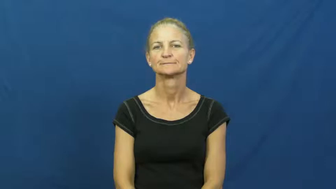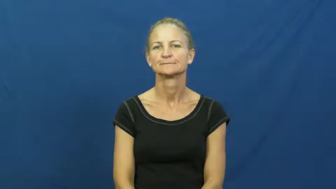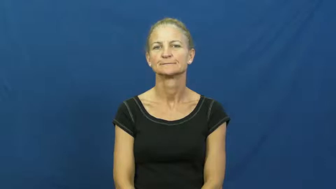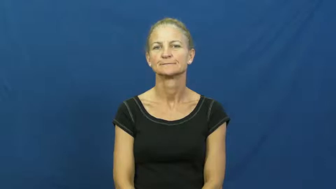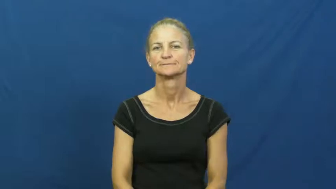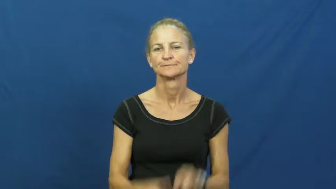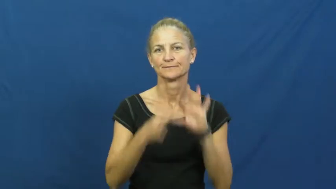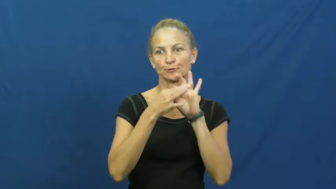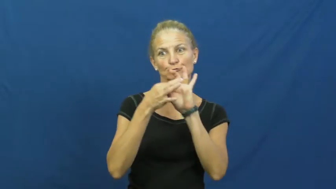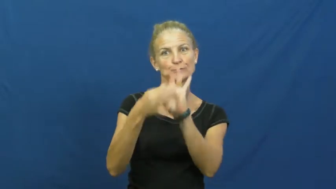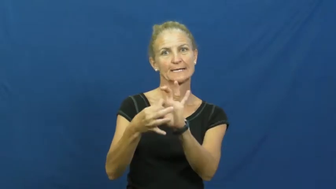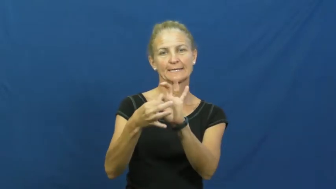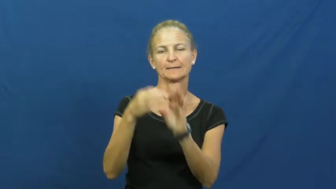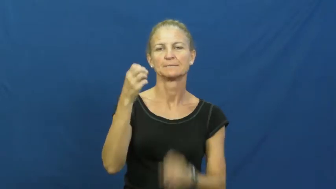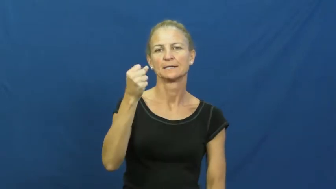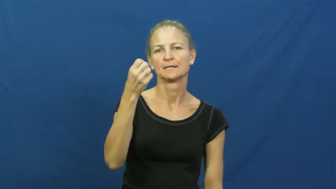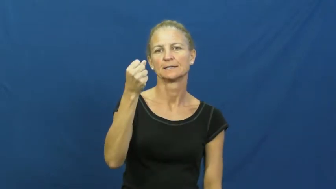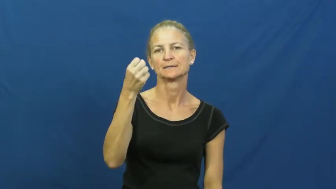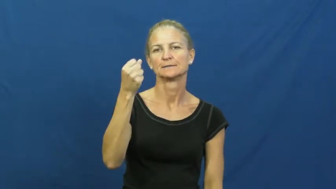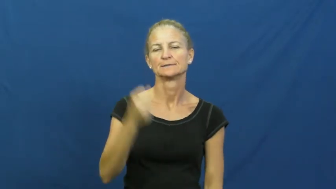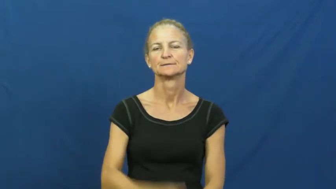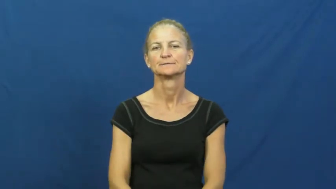dairy